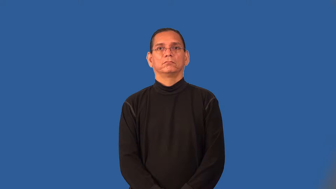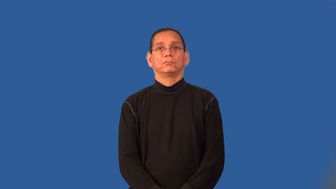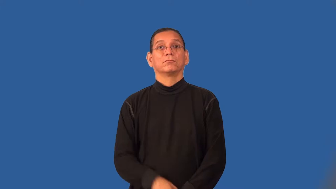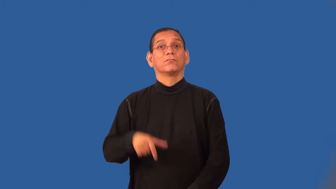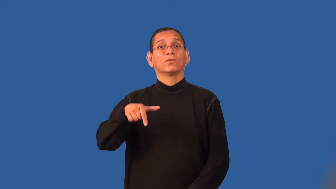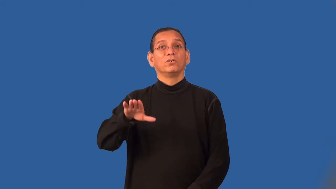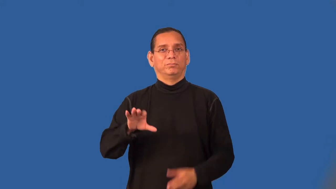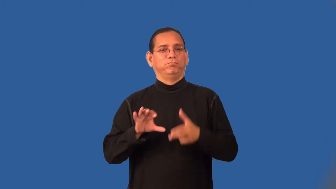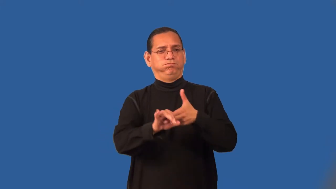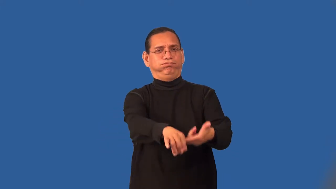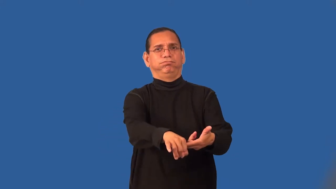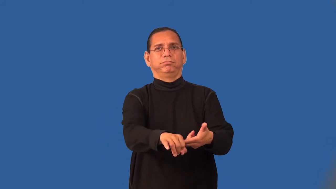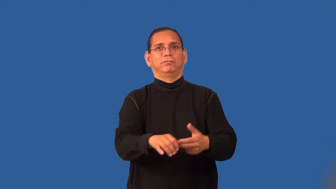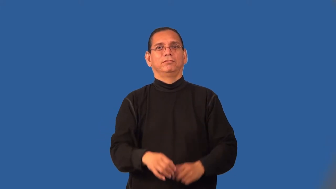sack-football